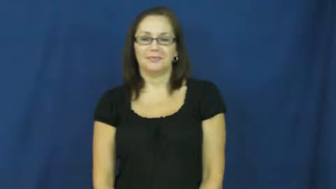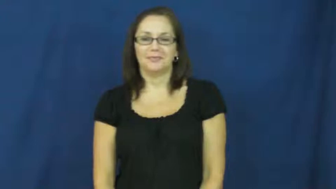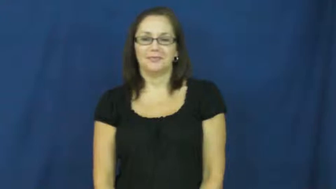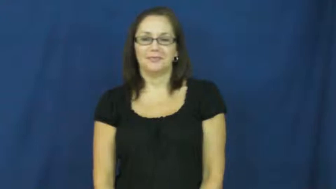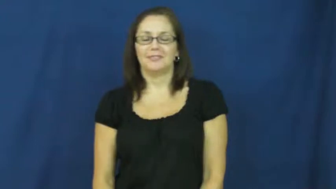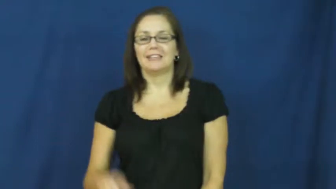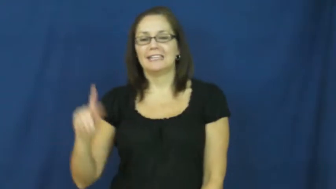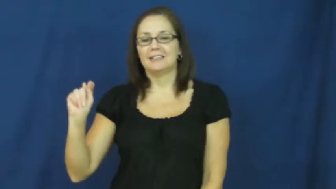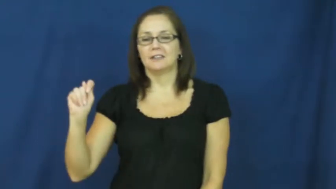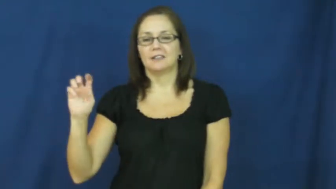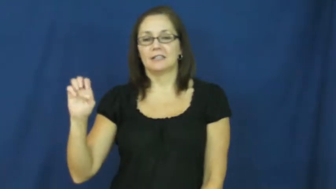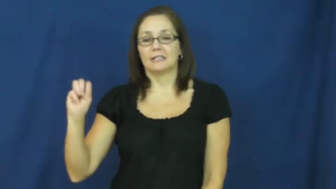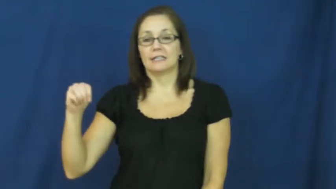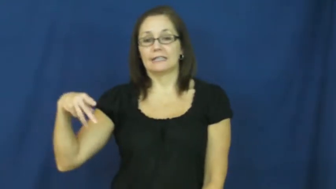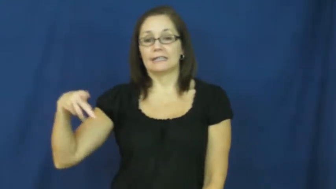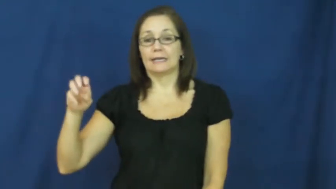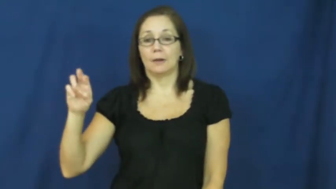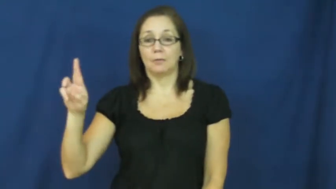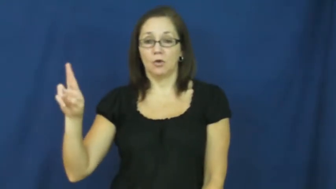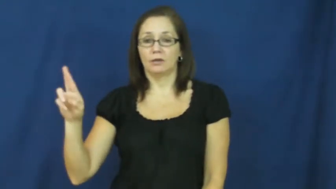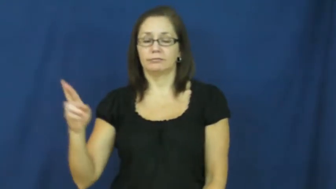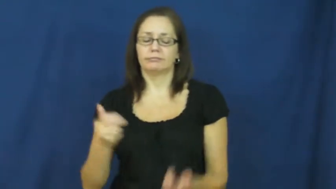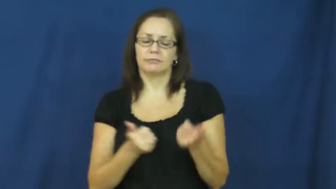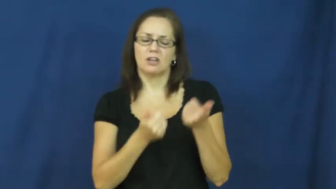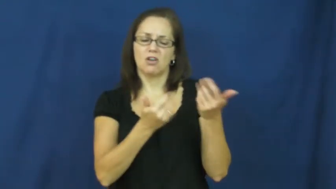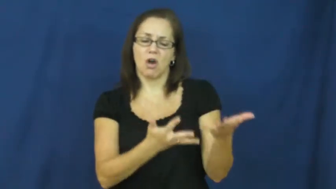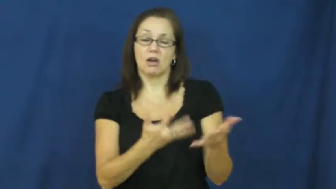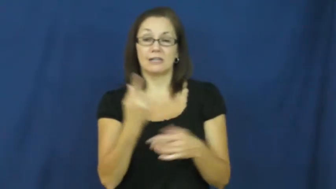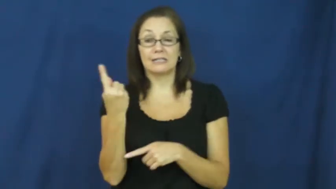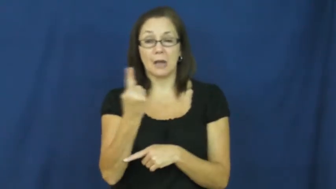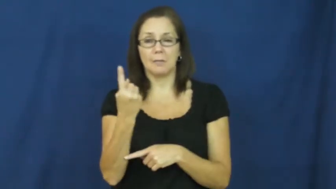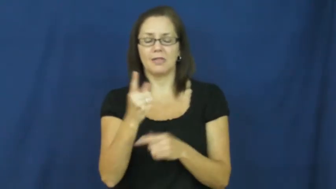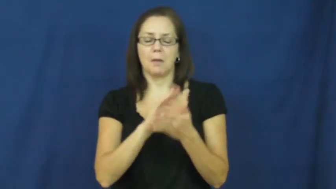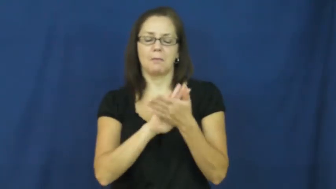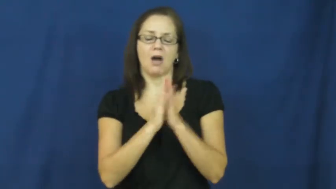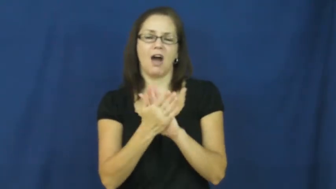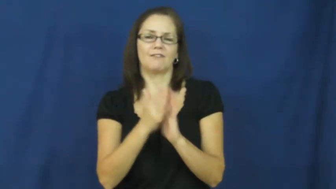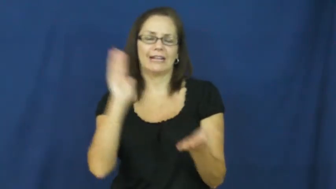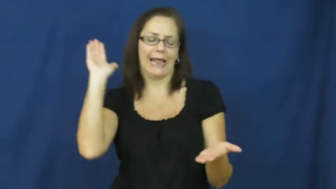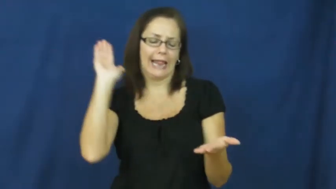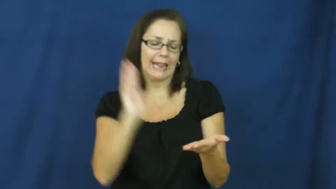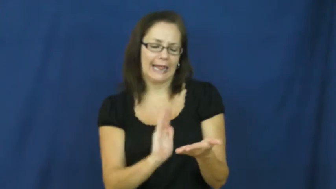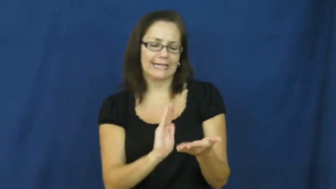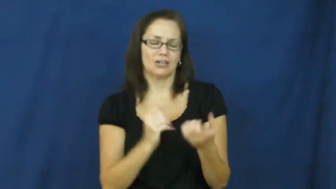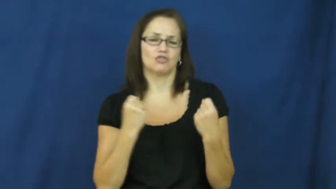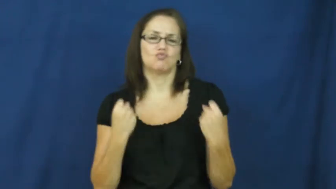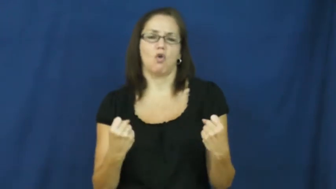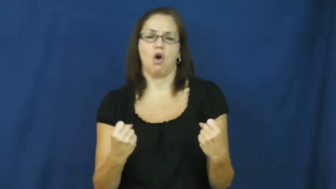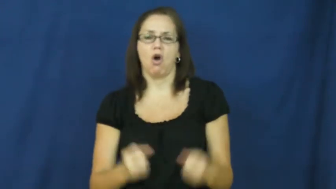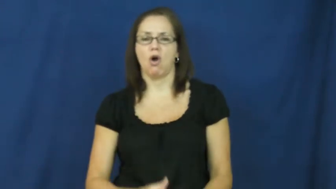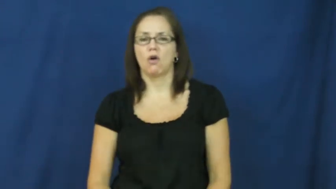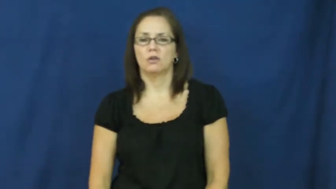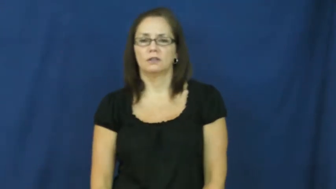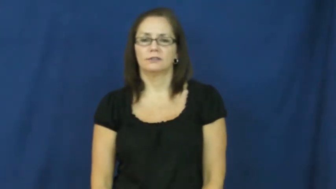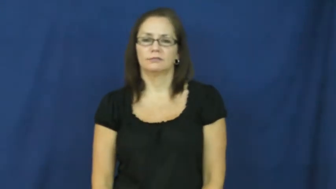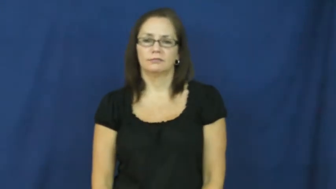temper-less strong